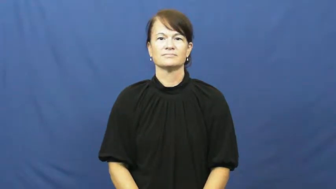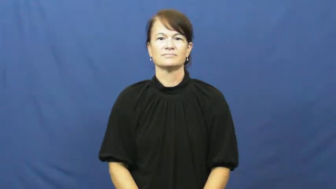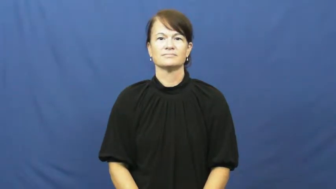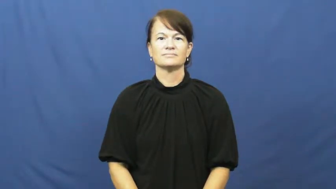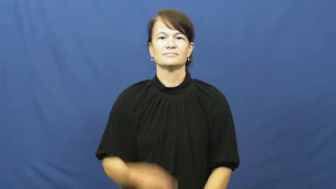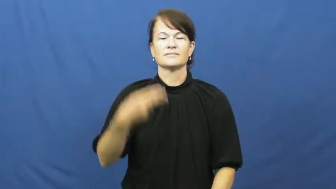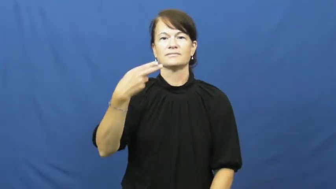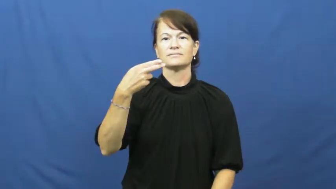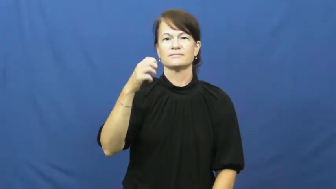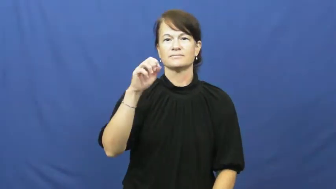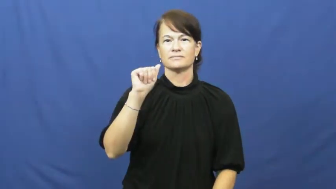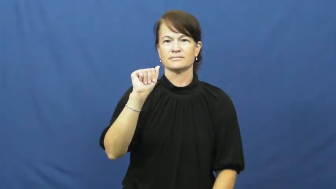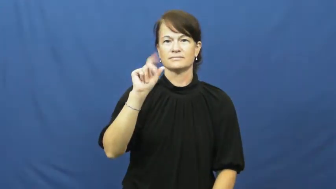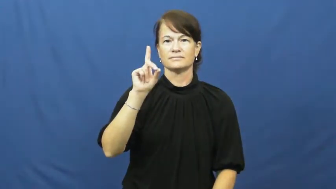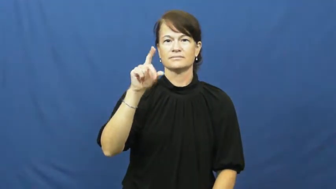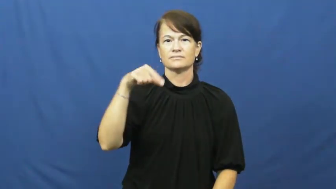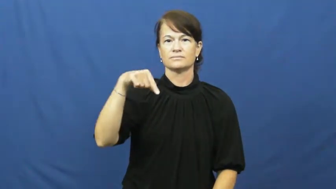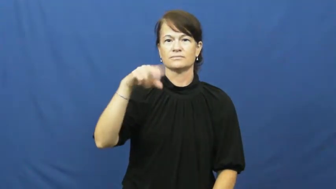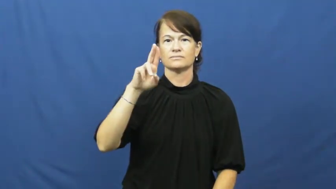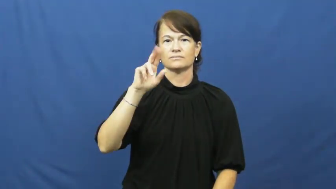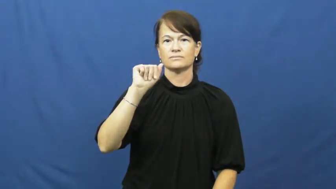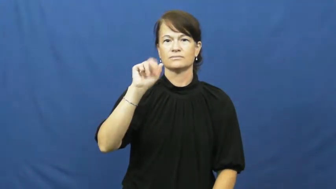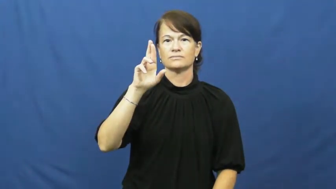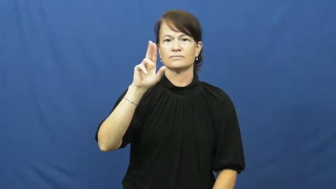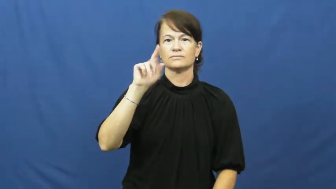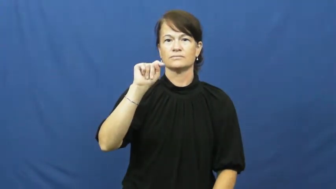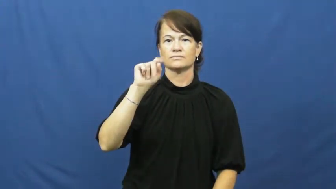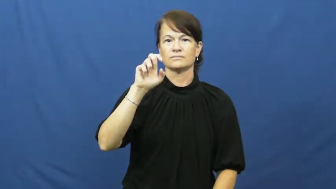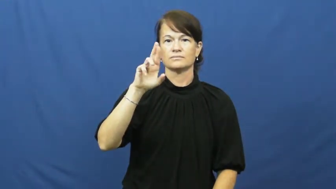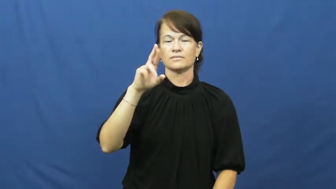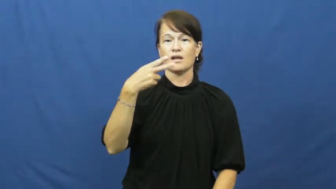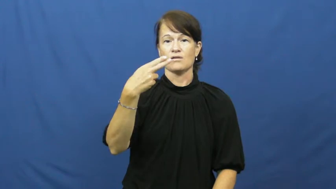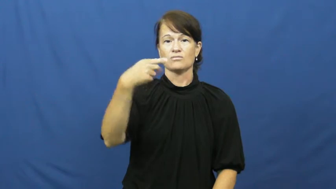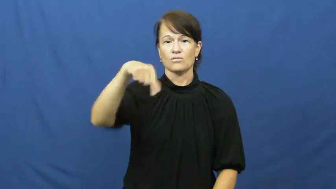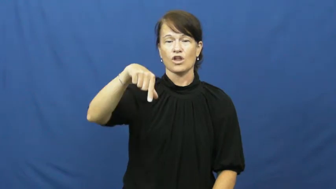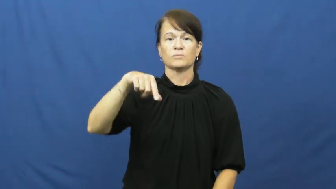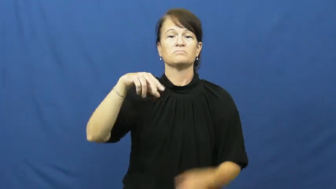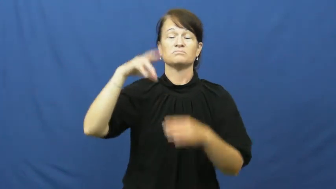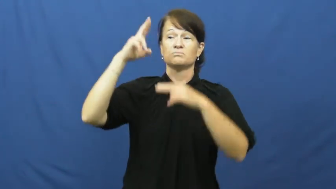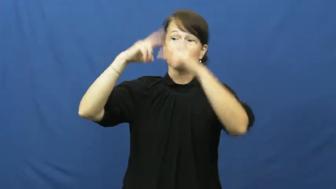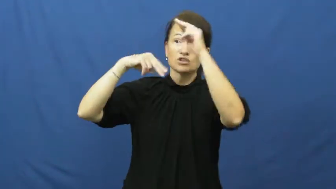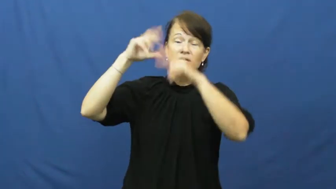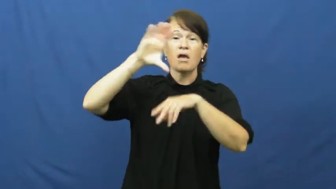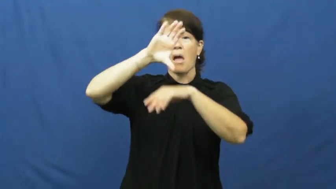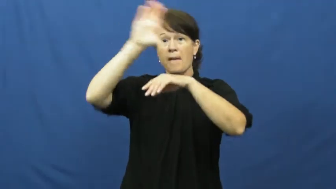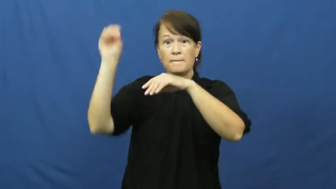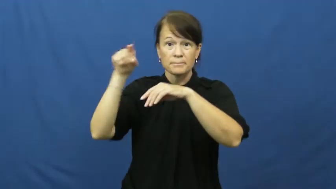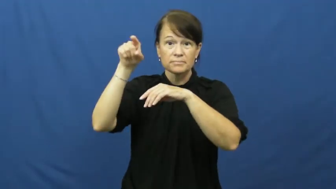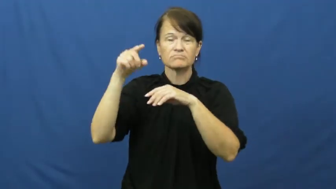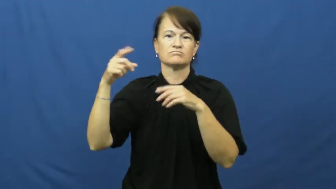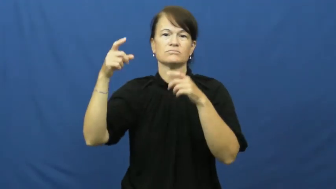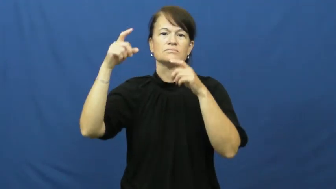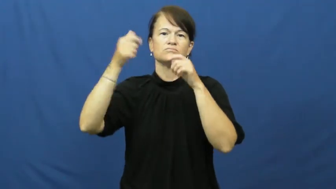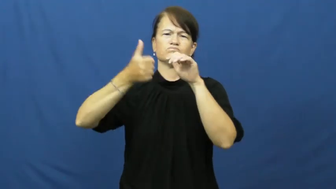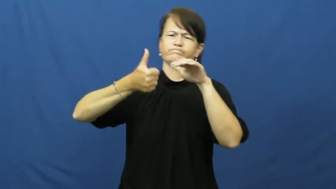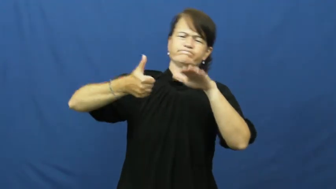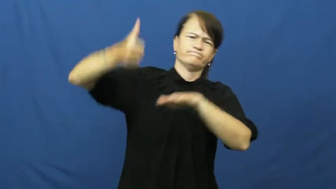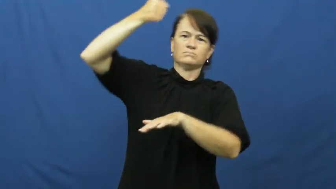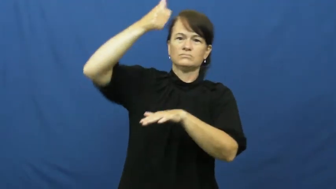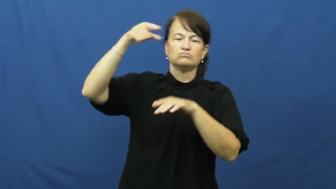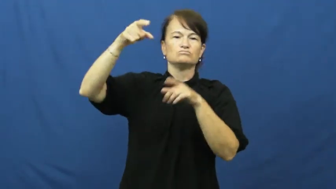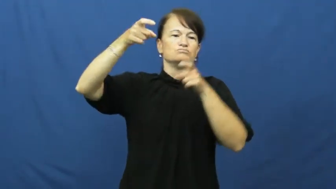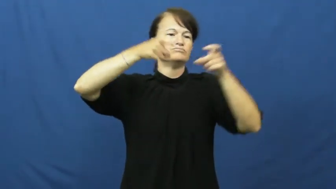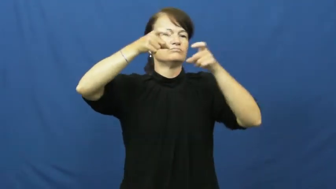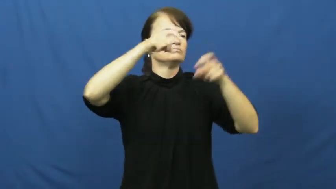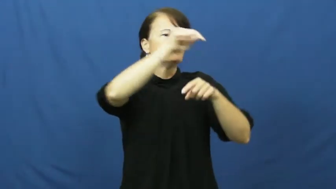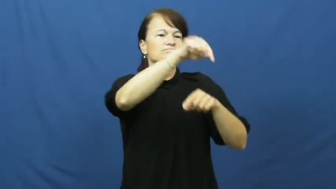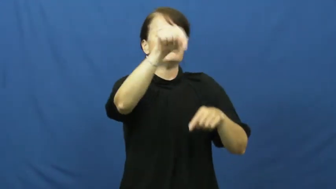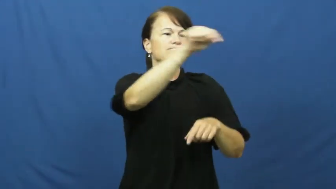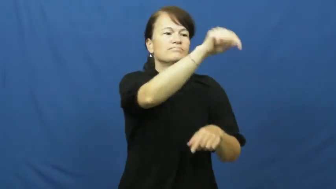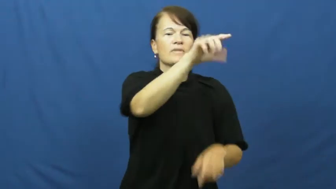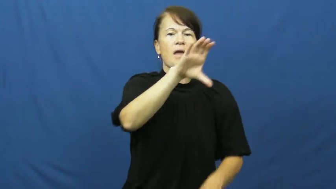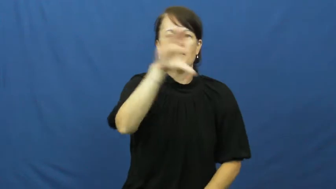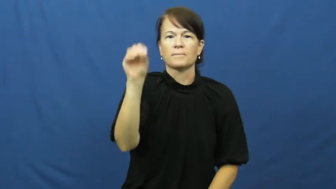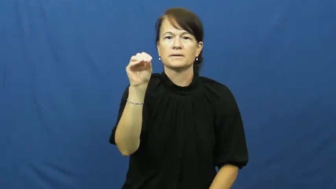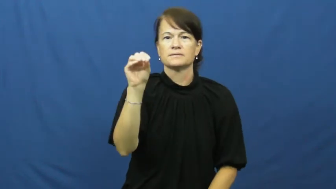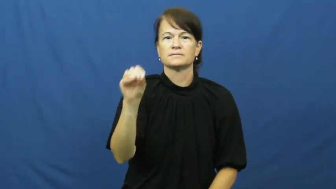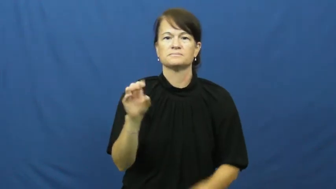headquarter